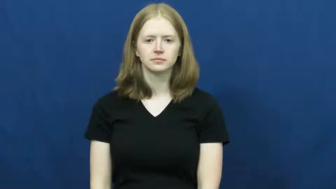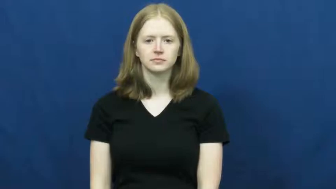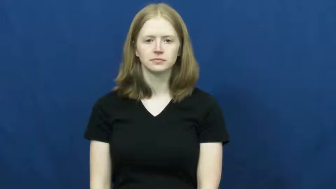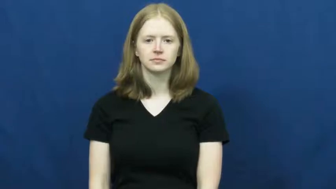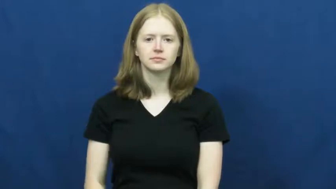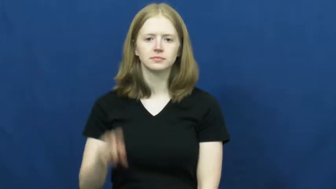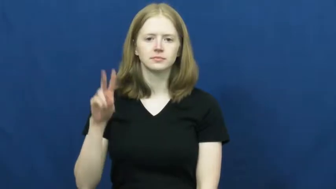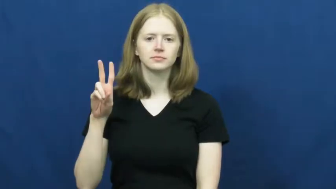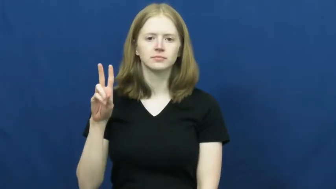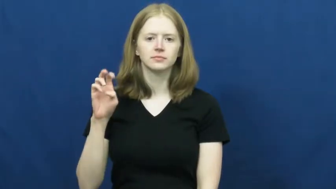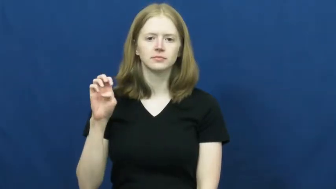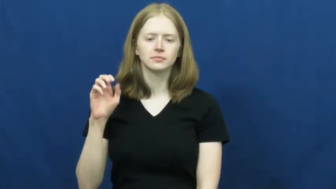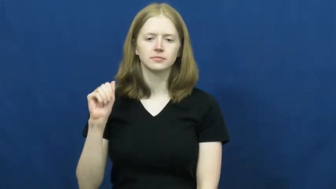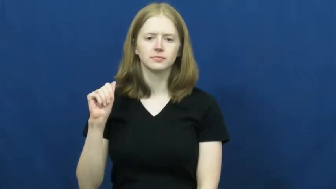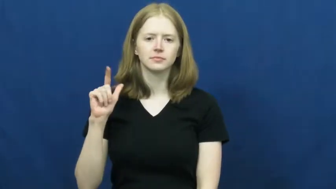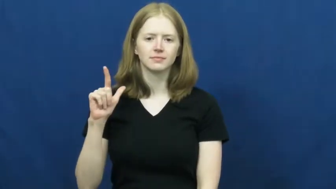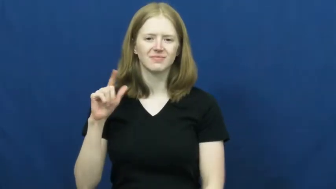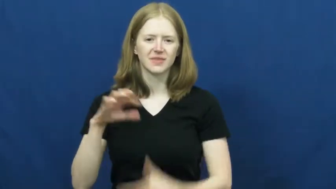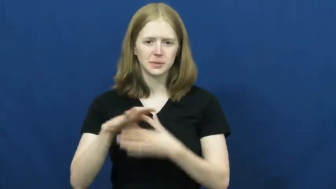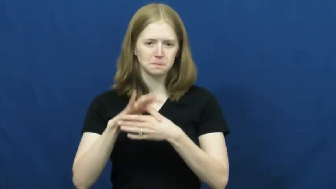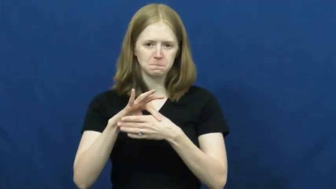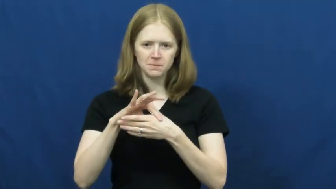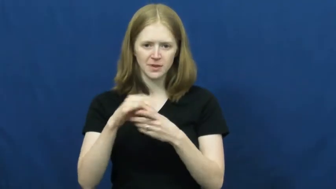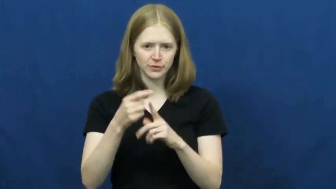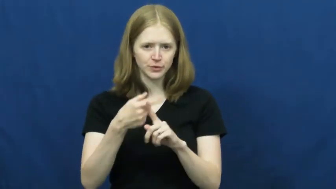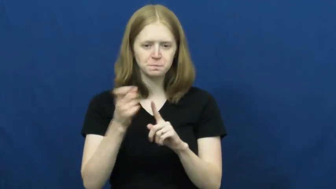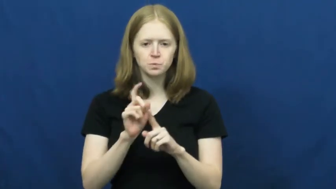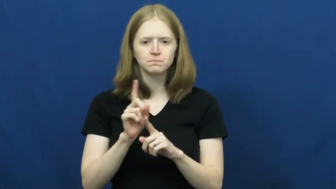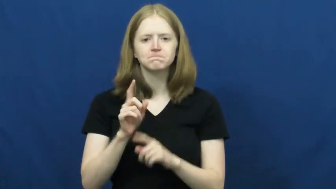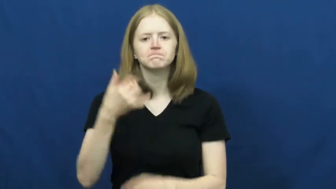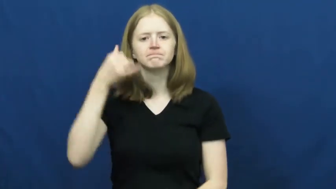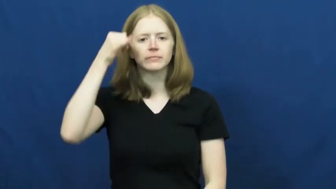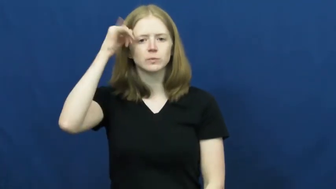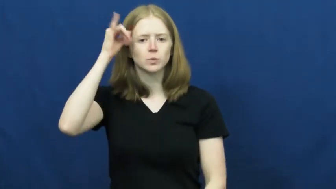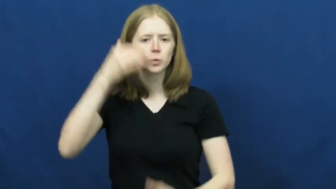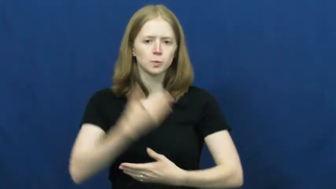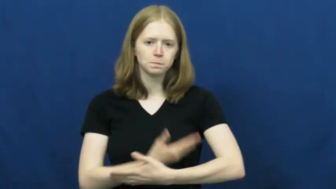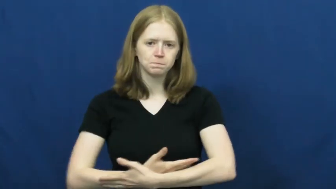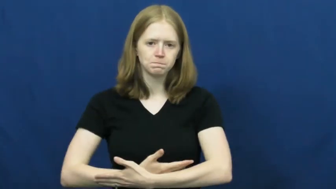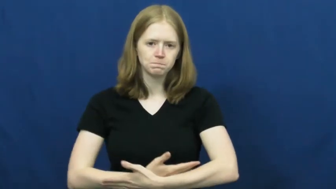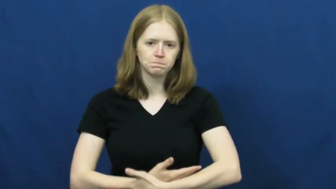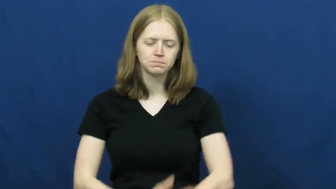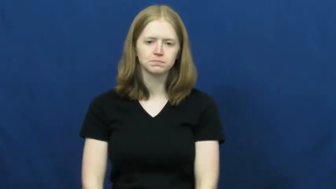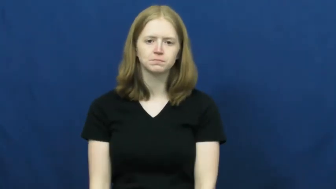veal